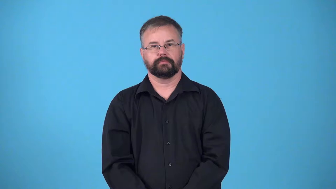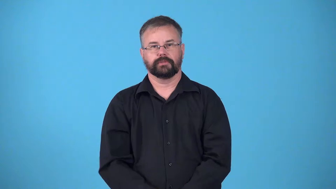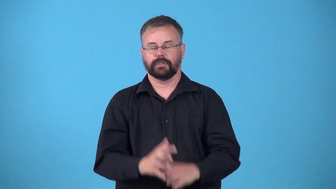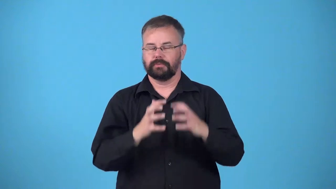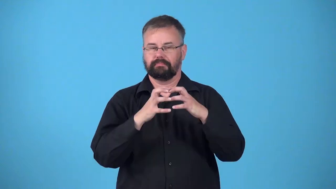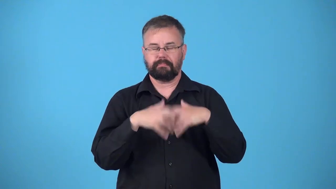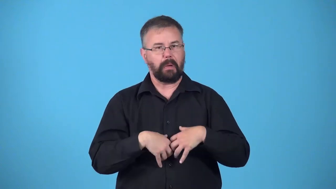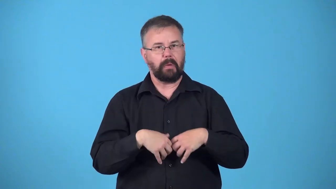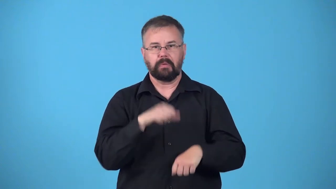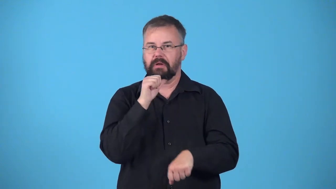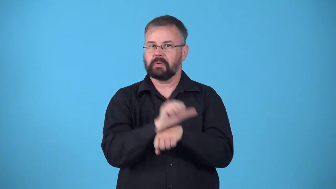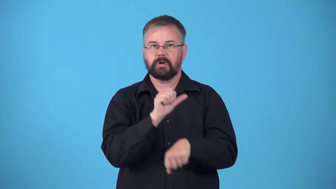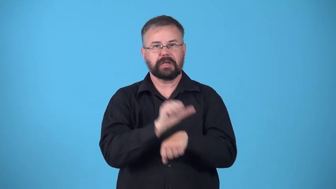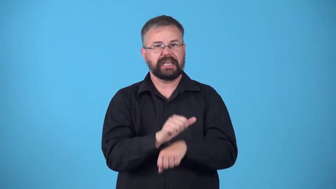down-not working